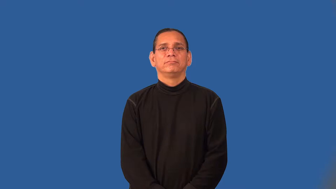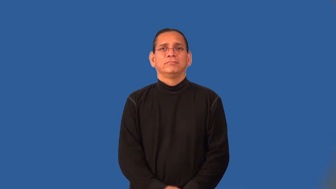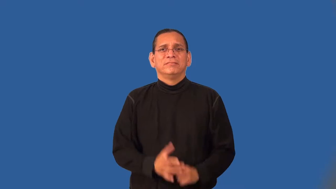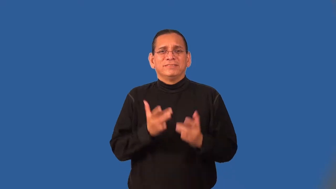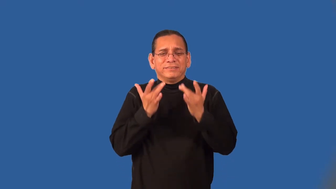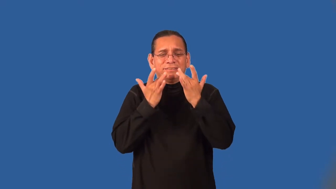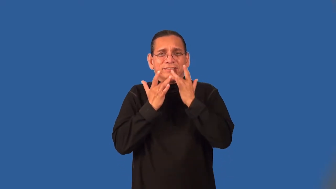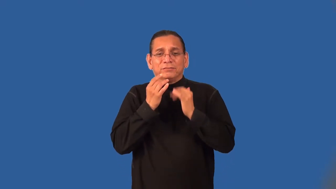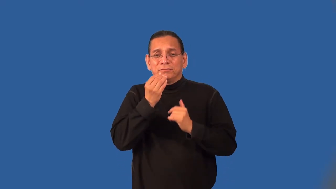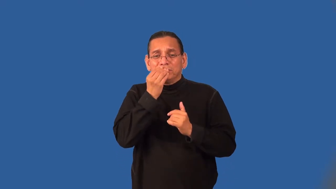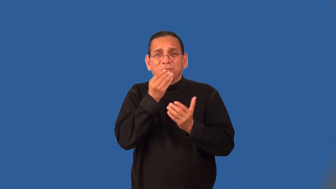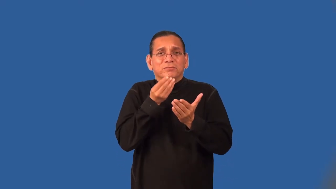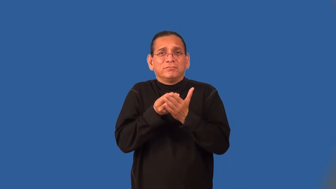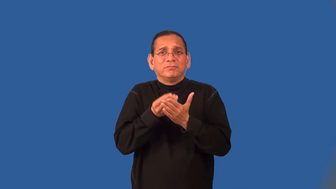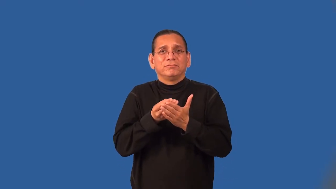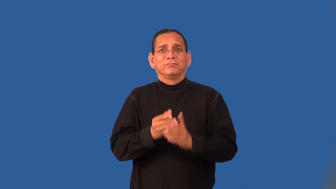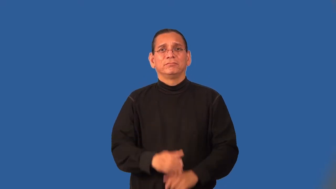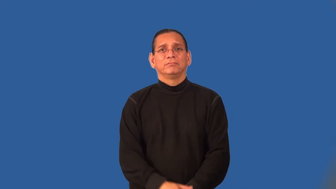subsistence